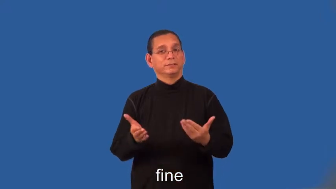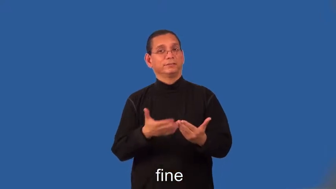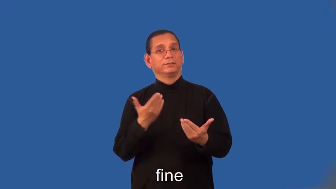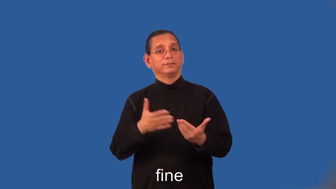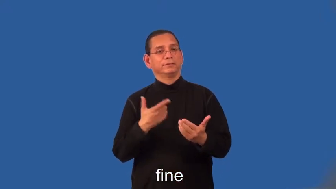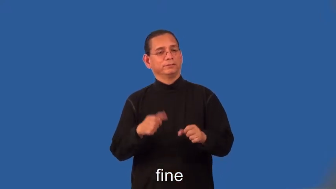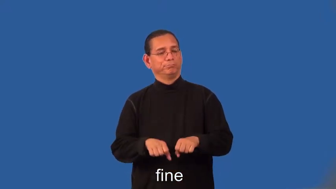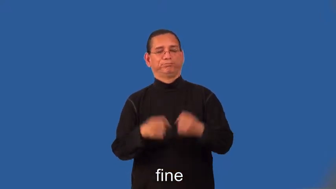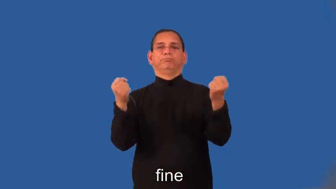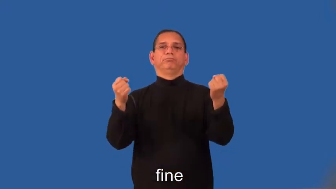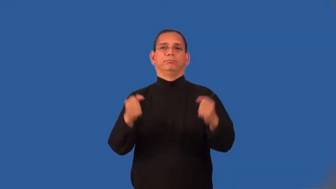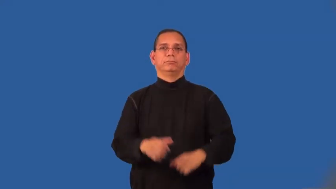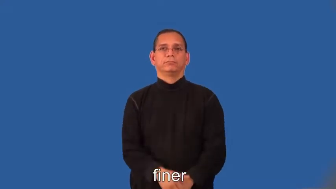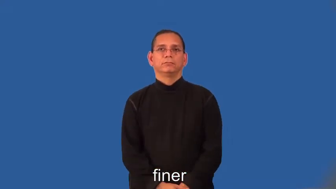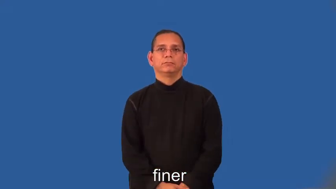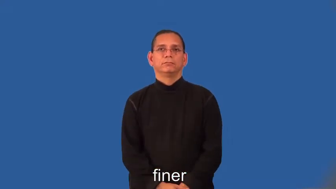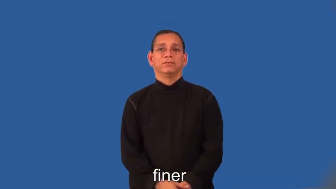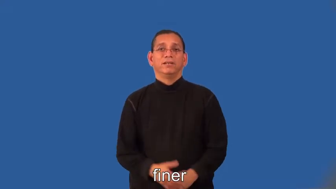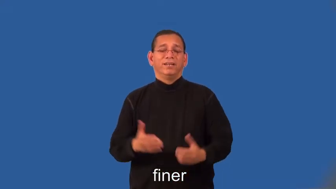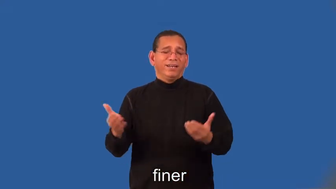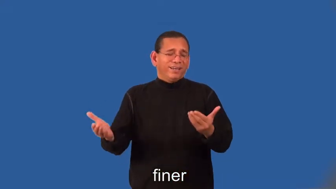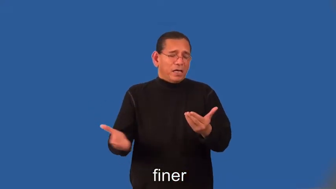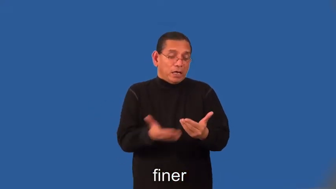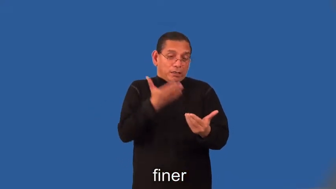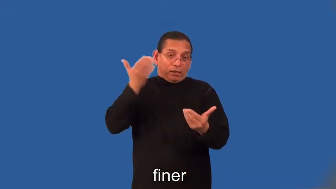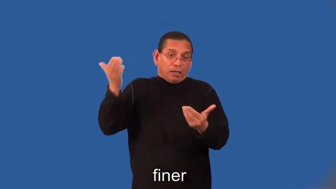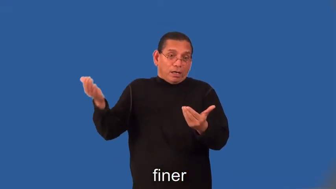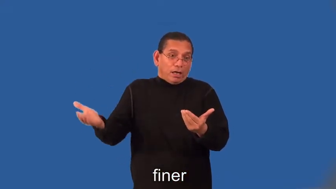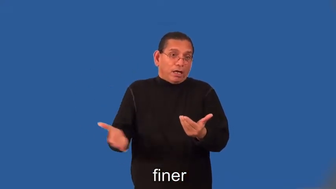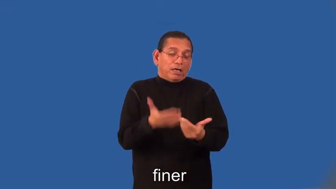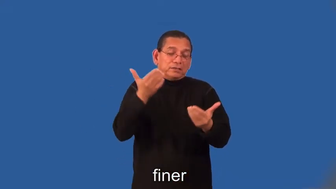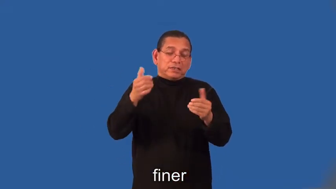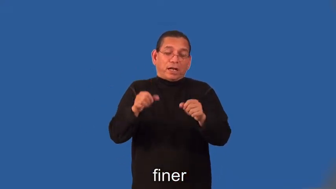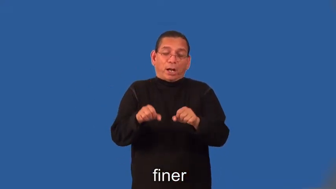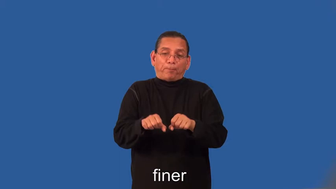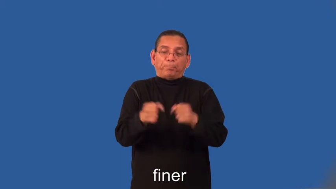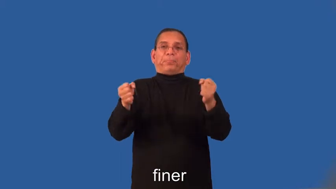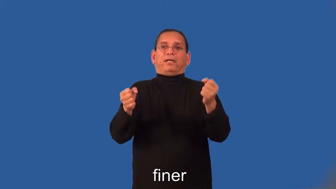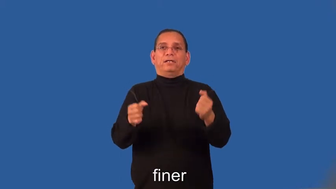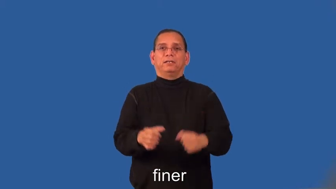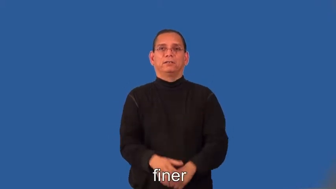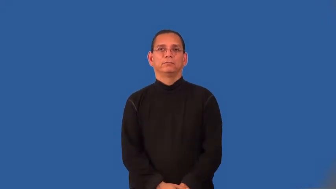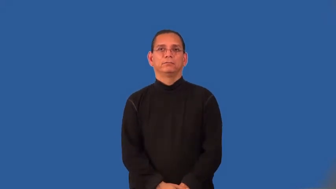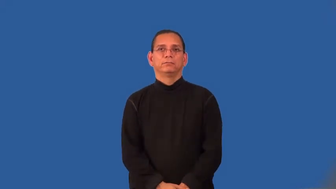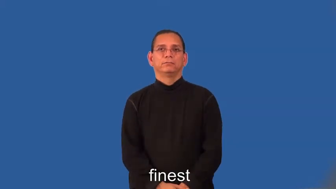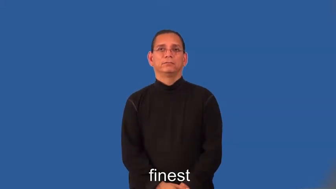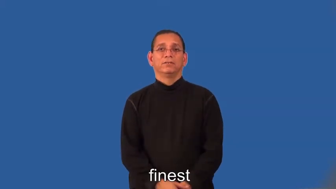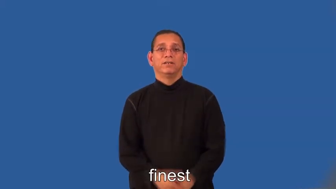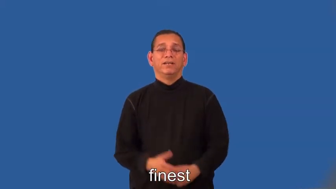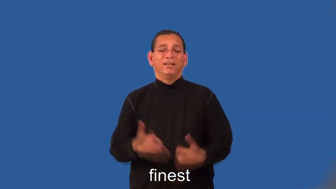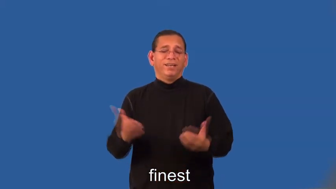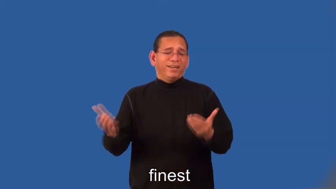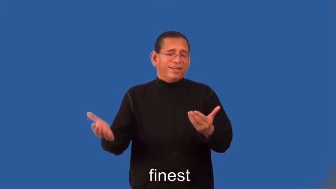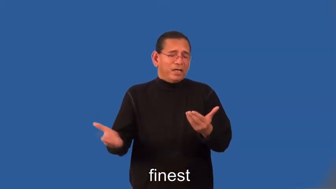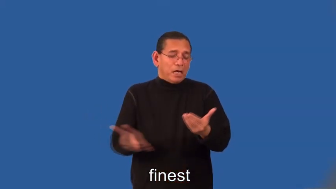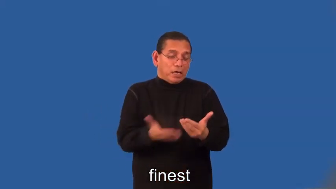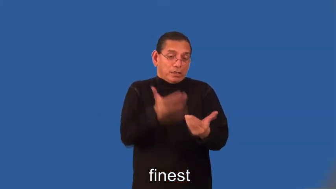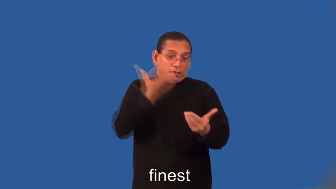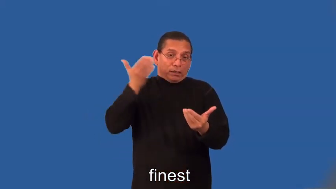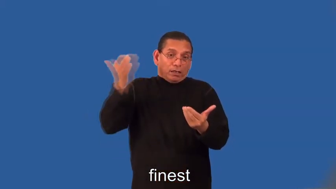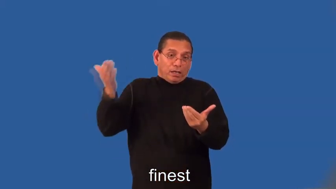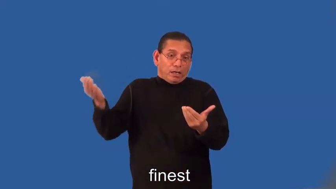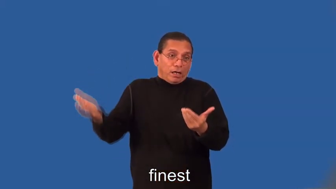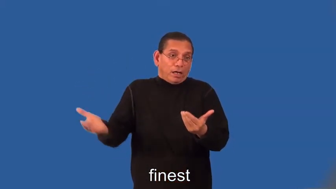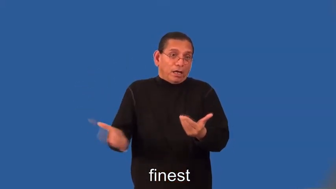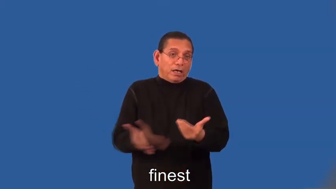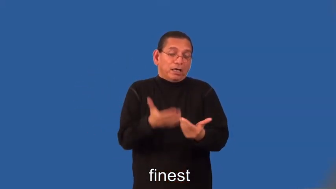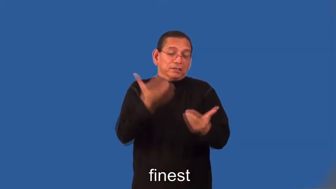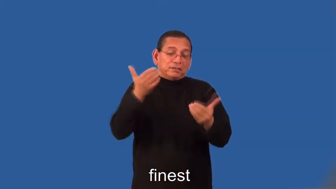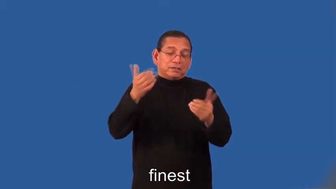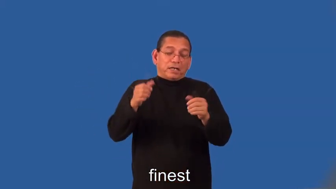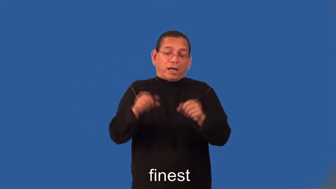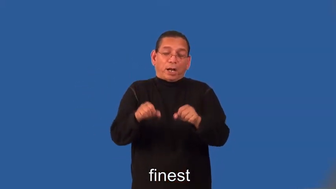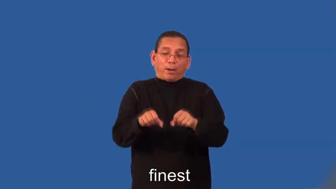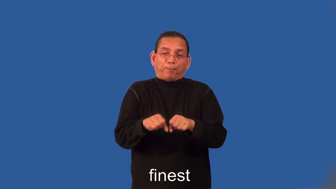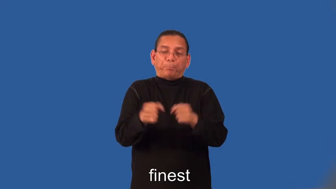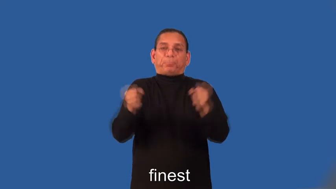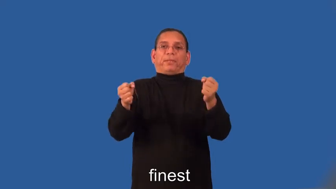finer,finest-delicate